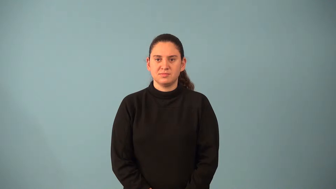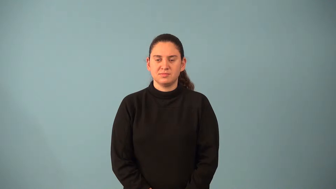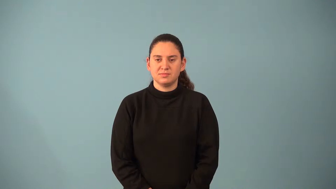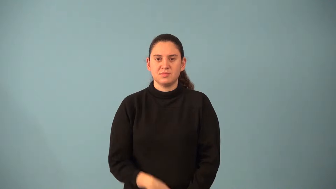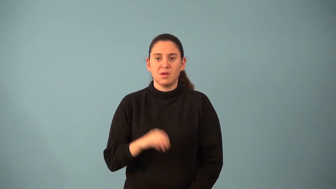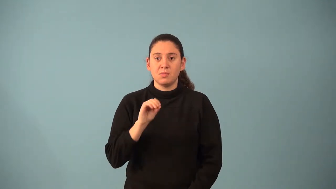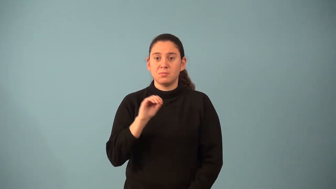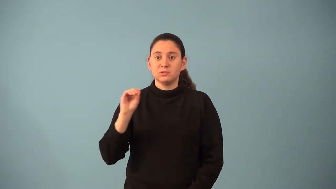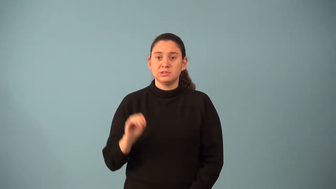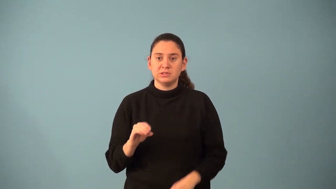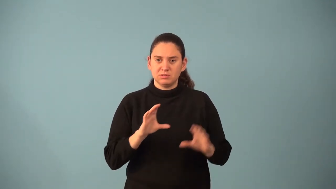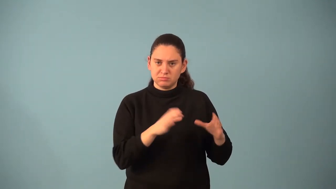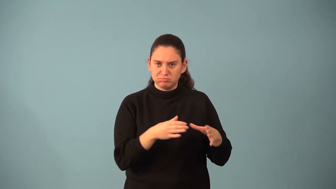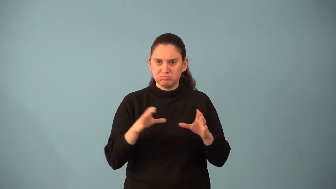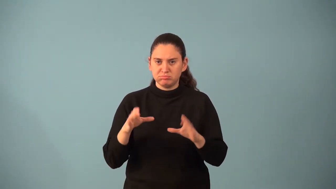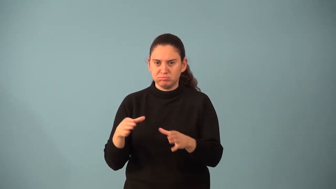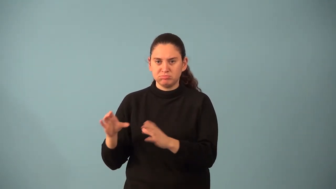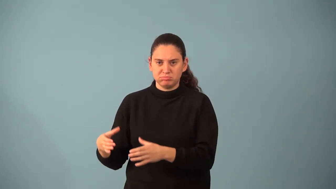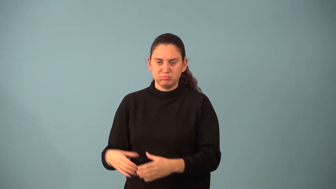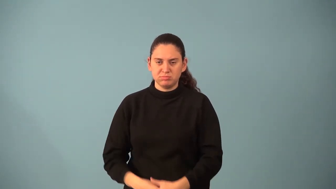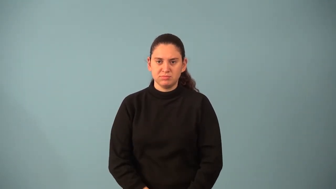percentile